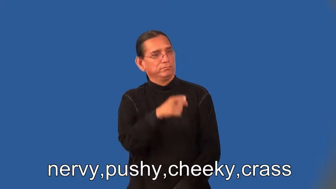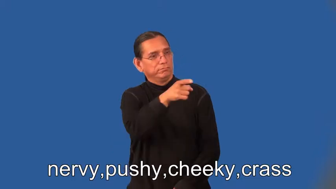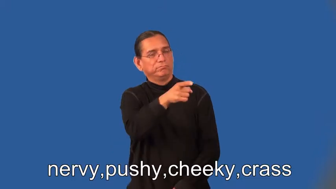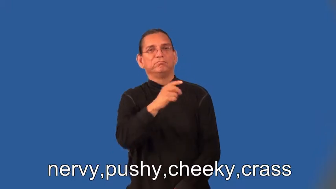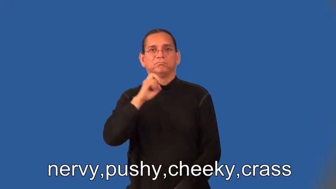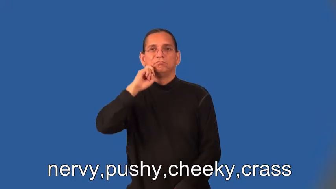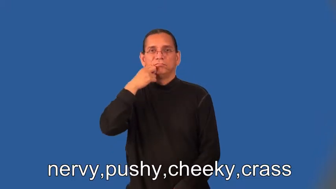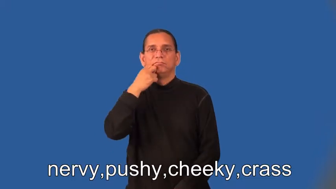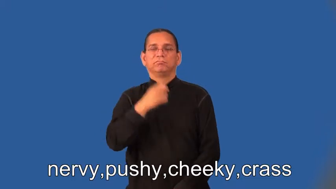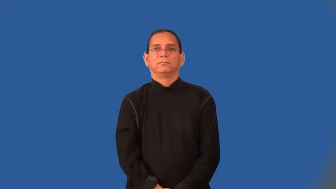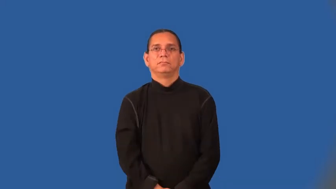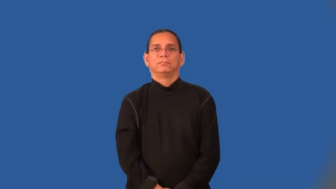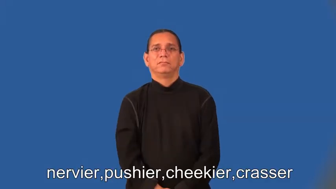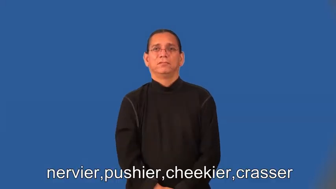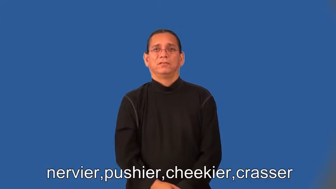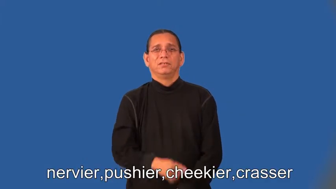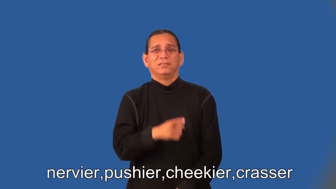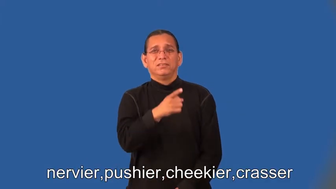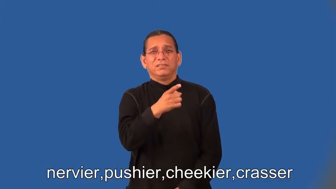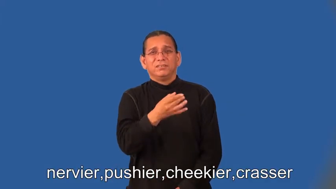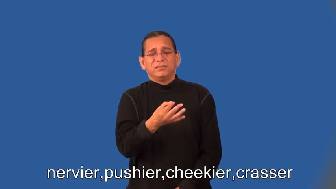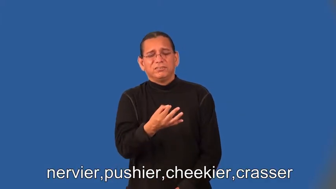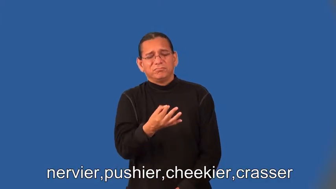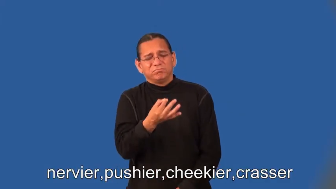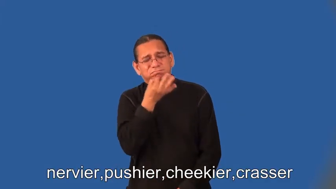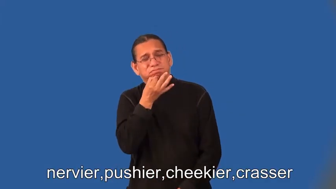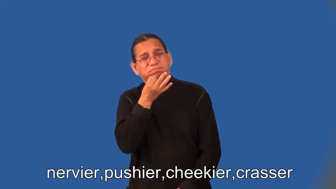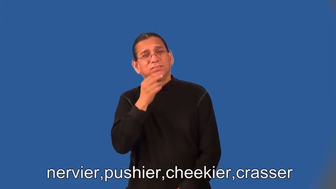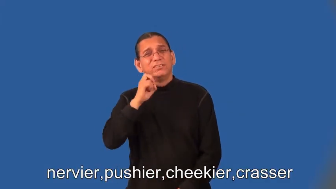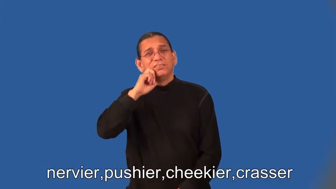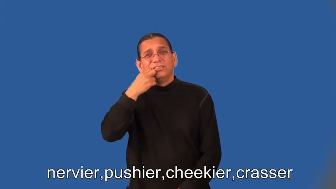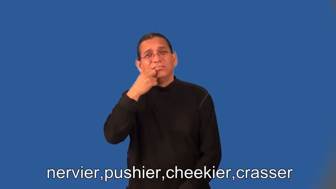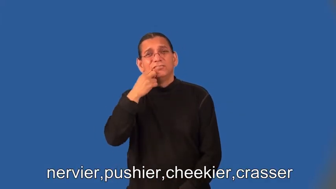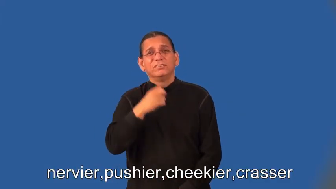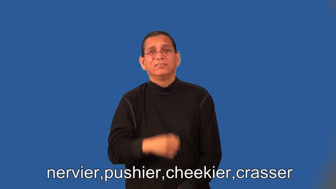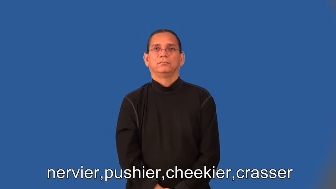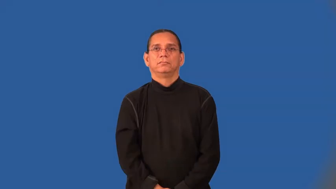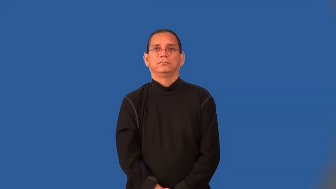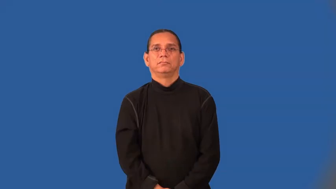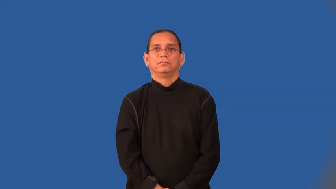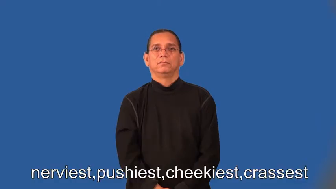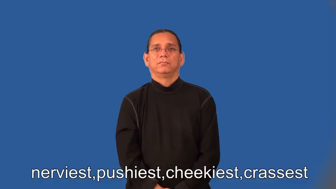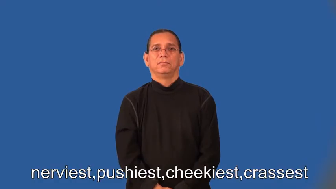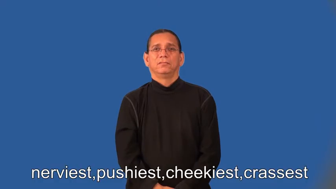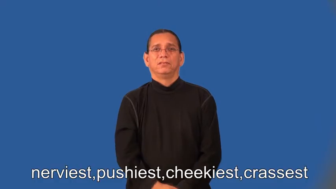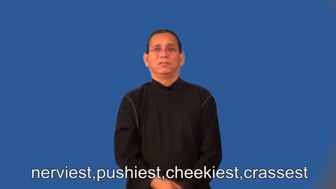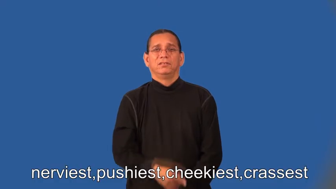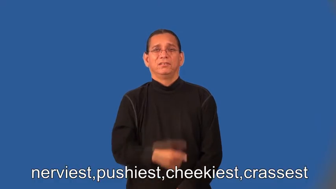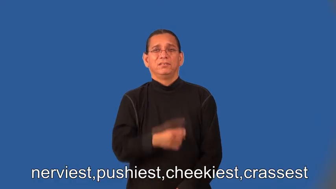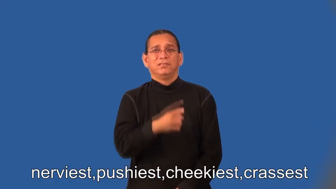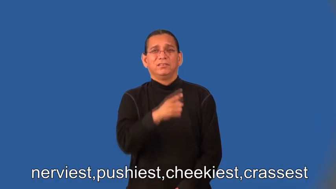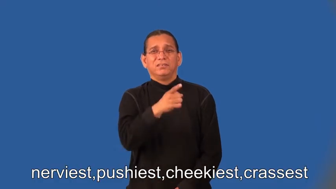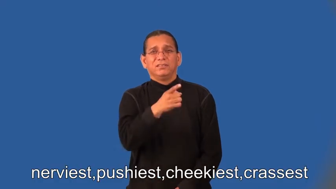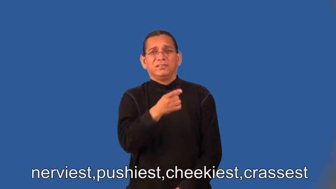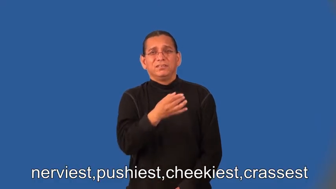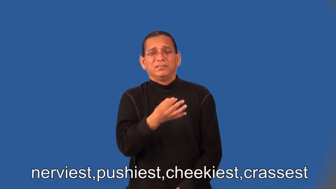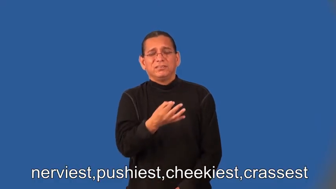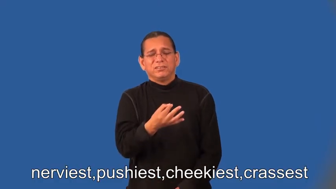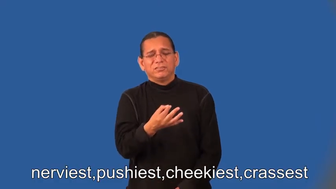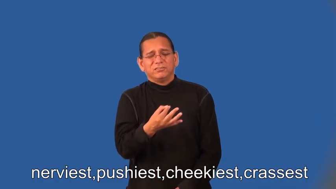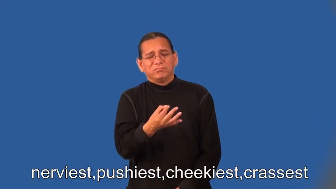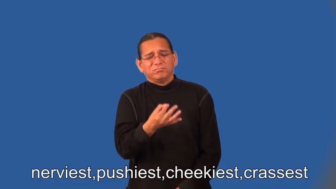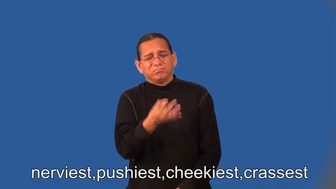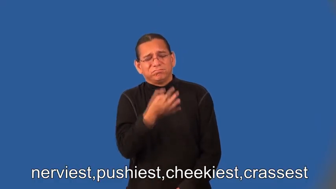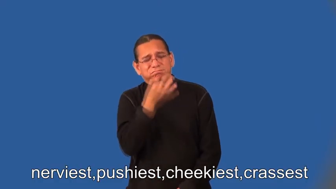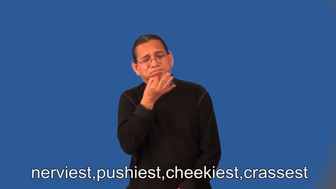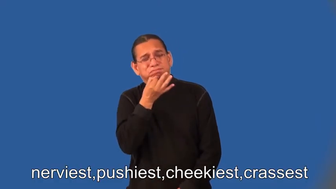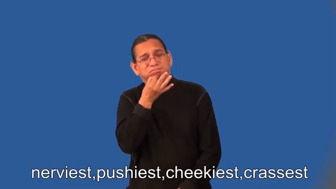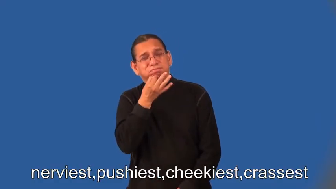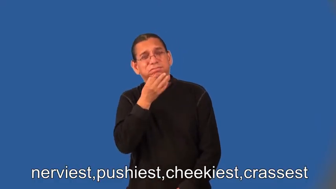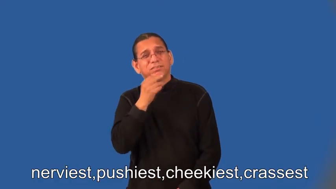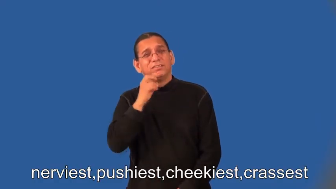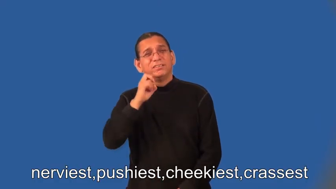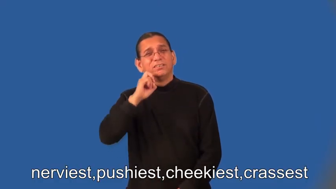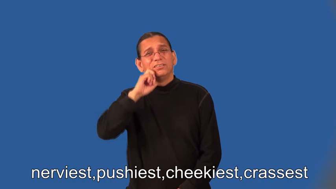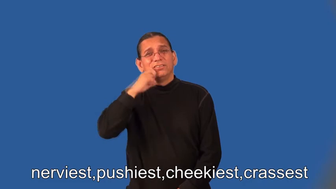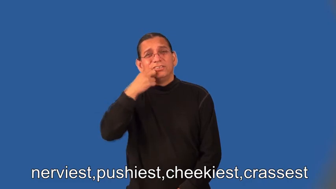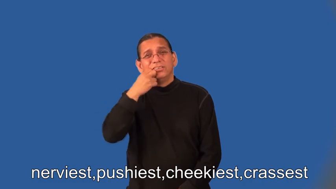nervier,pushier,cheekier,crasser,nerviest,pushiest,cheekiest,crassest